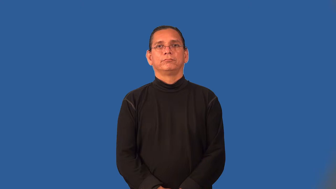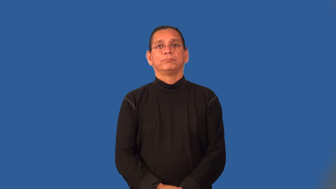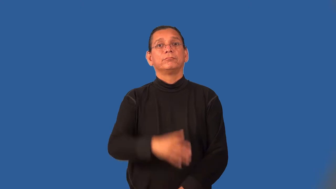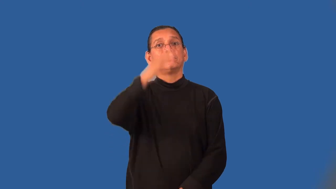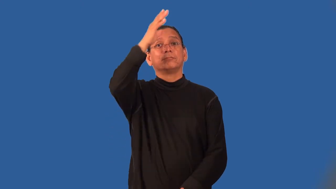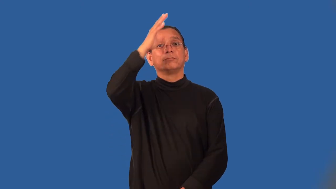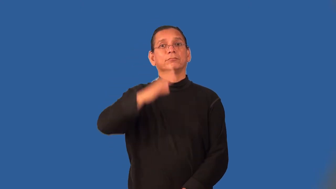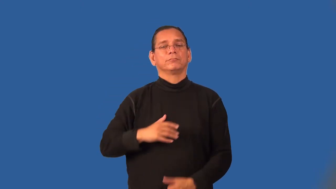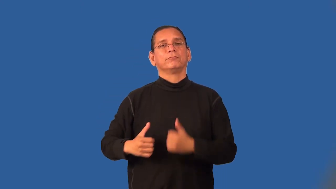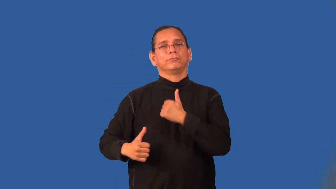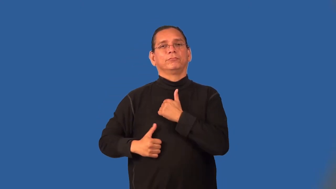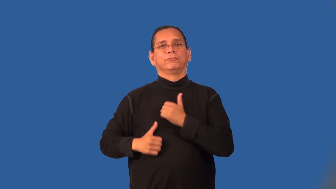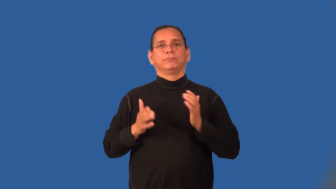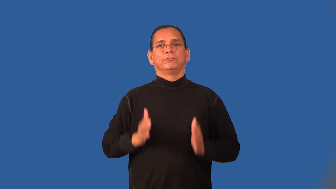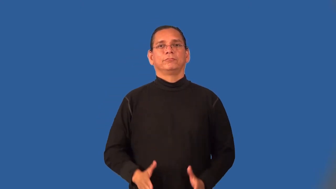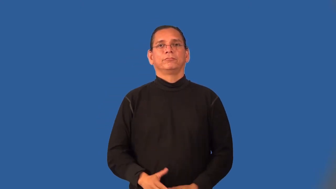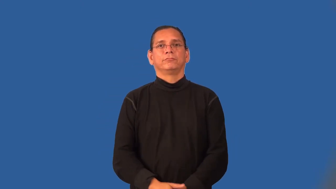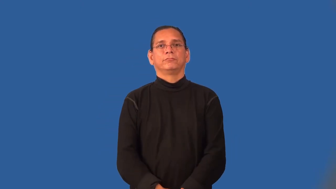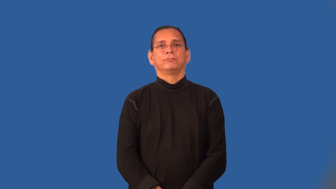serviceman